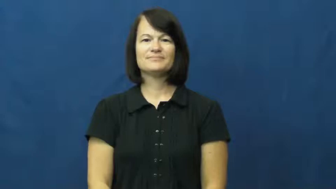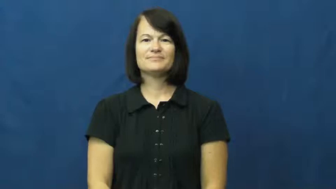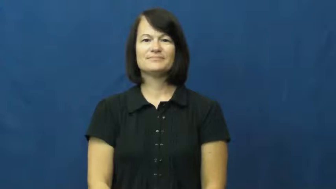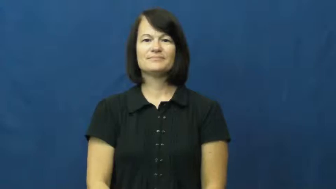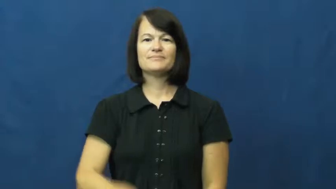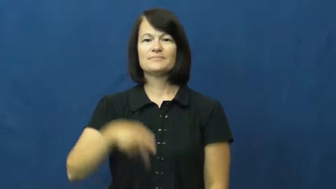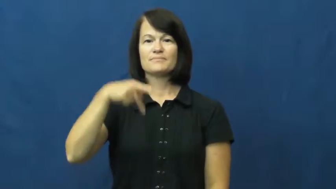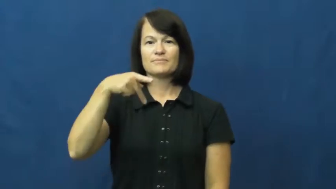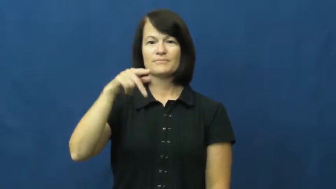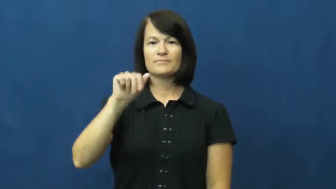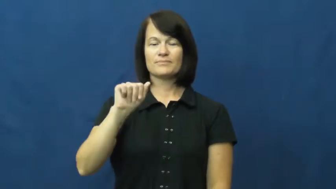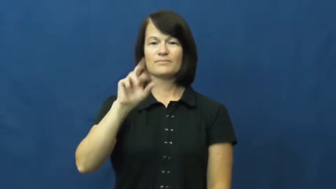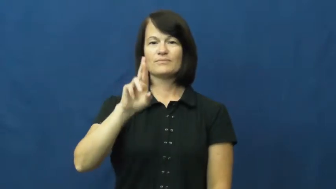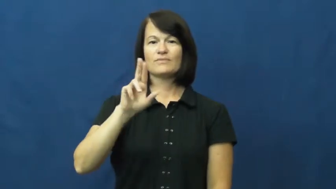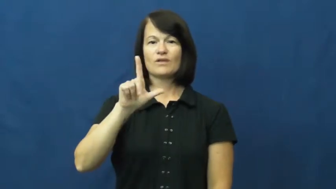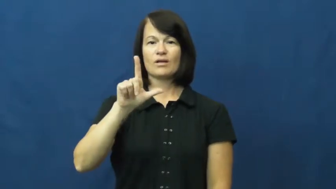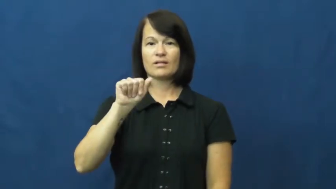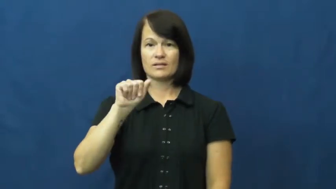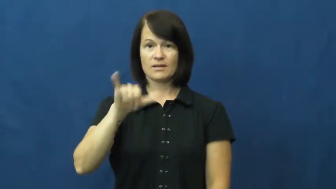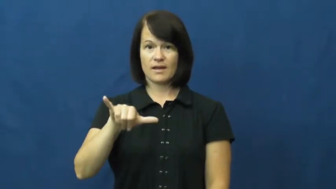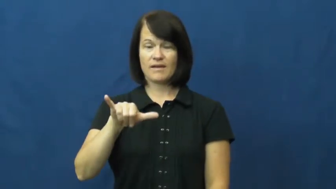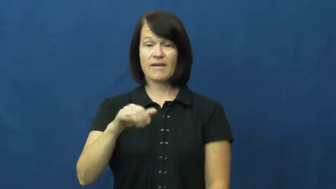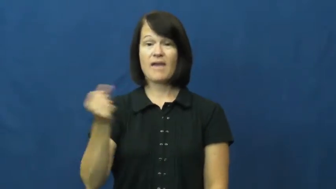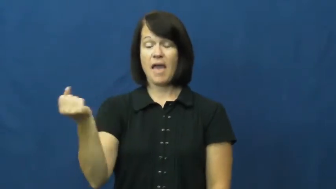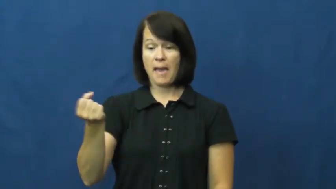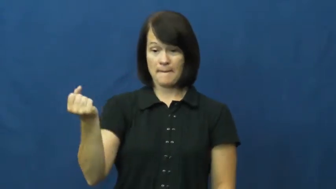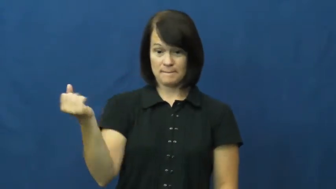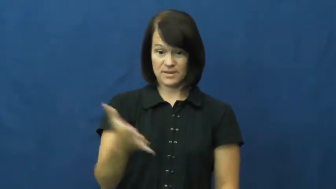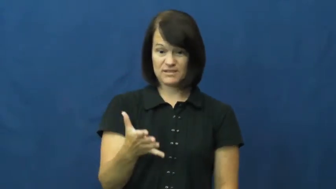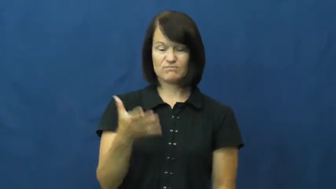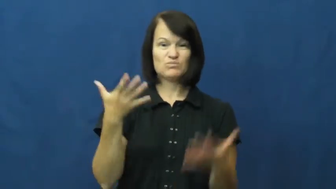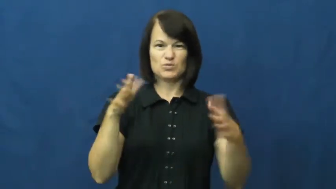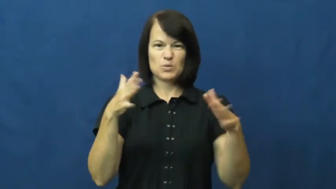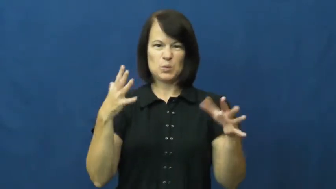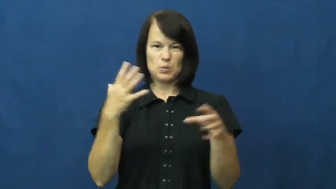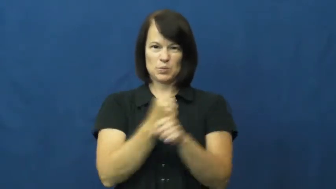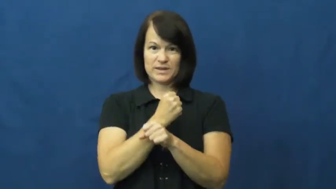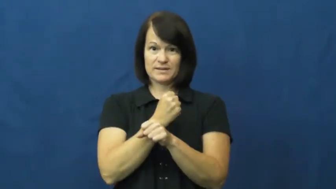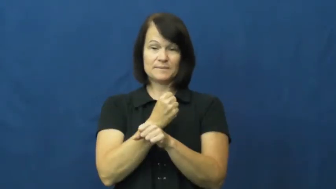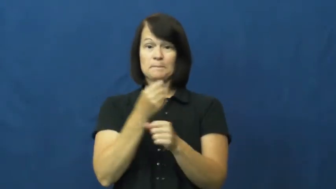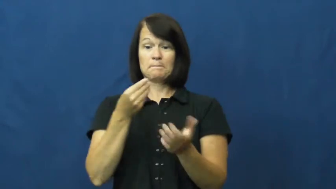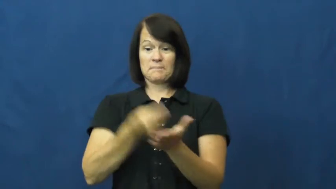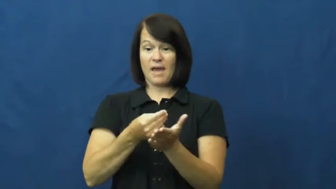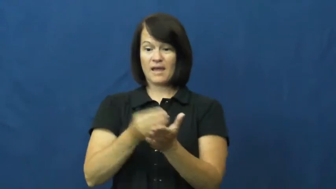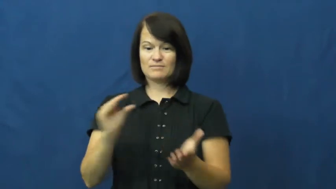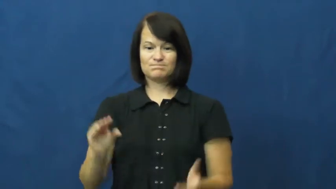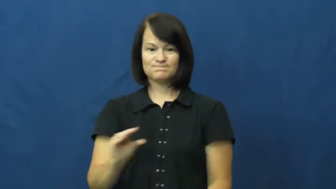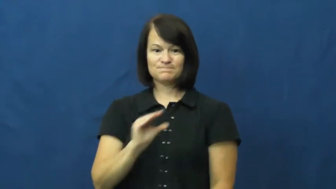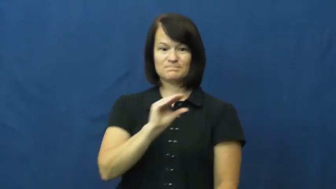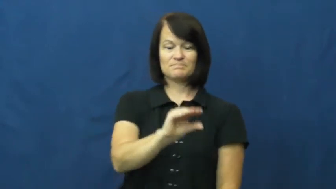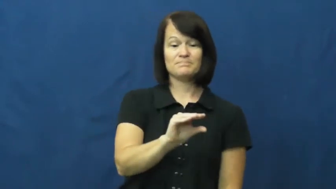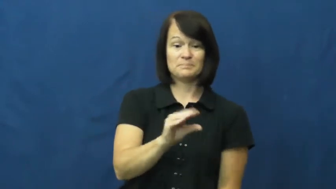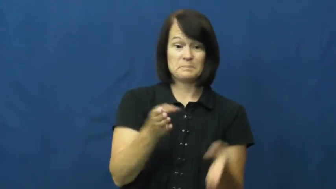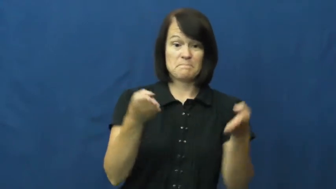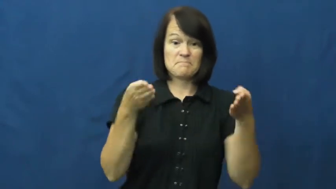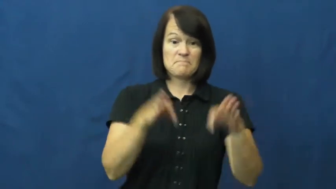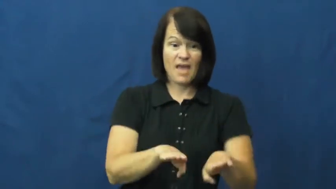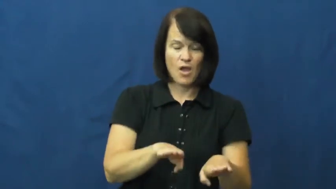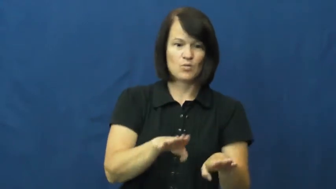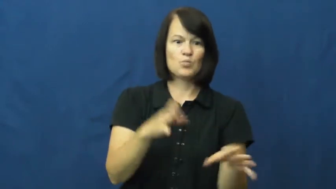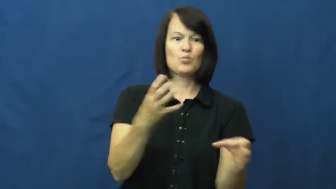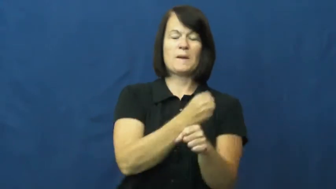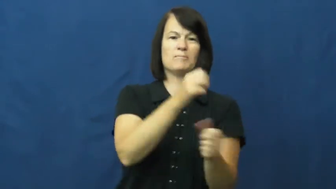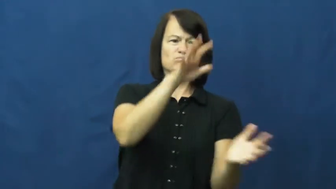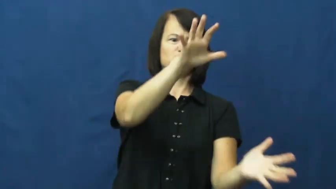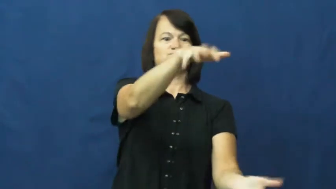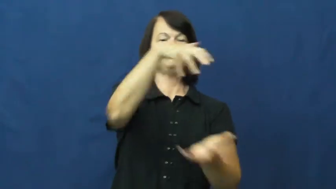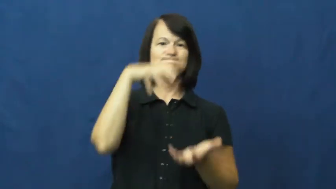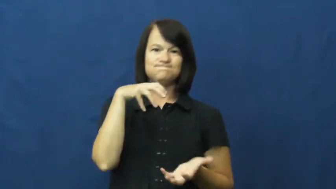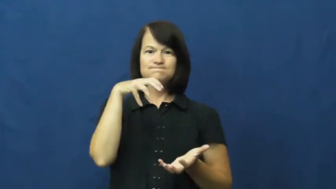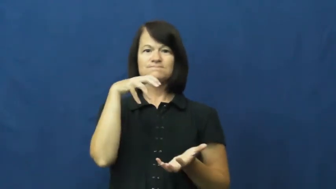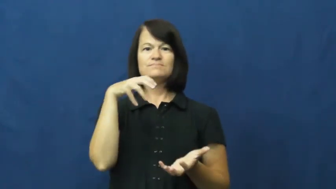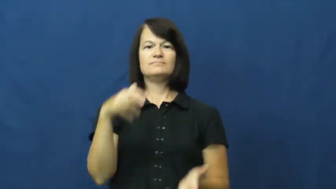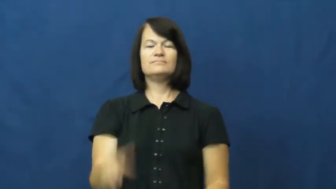parlay